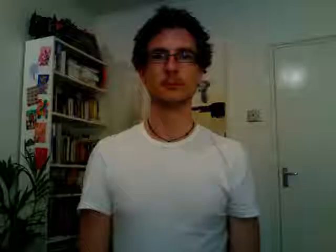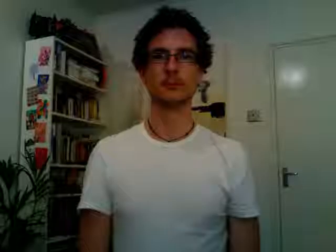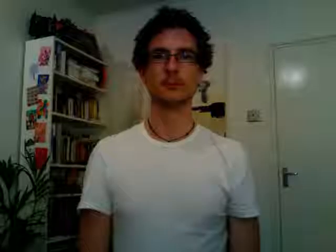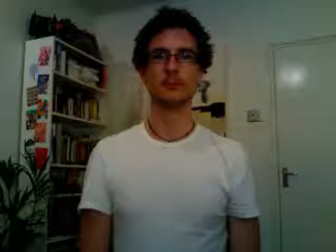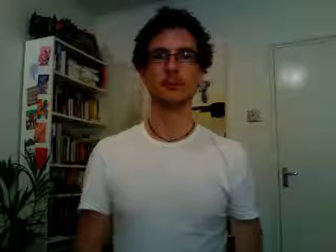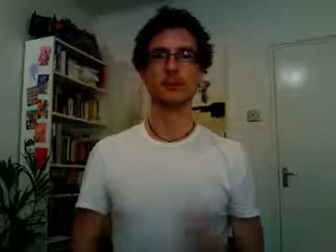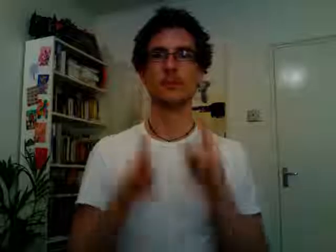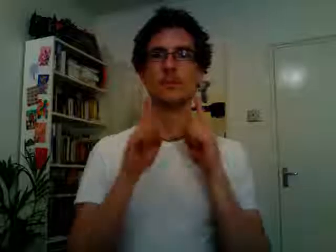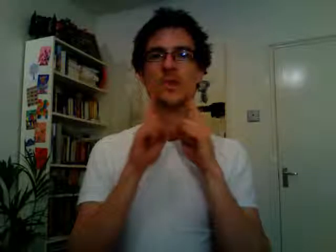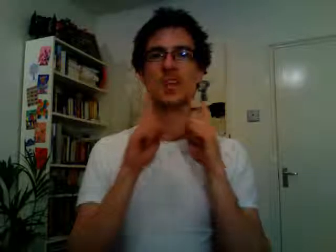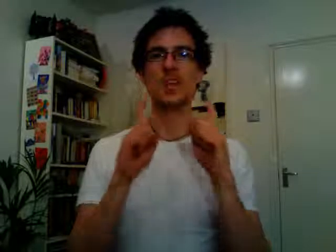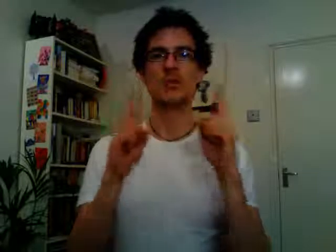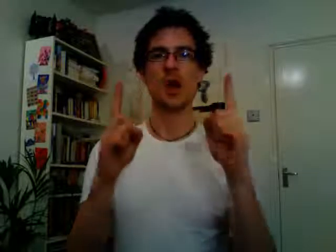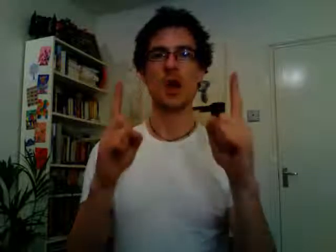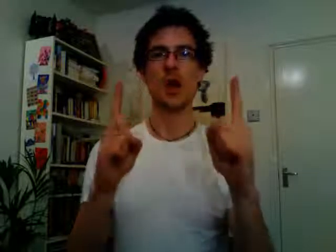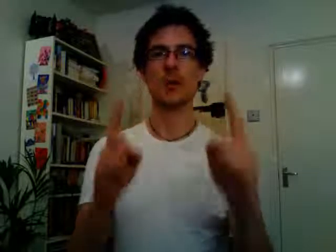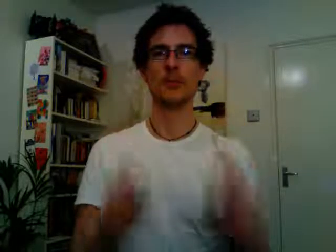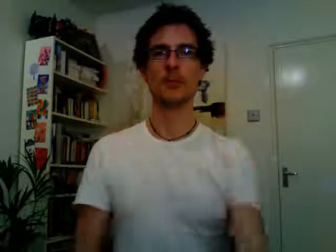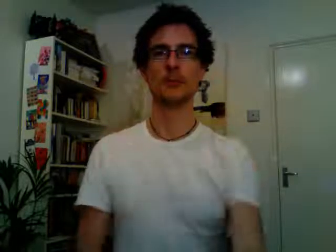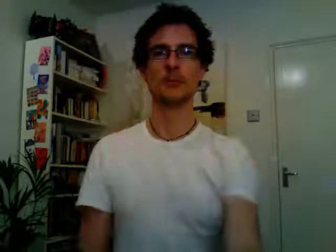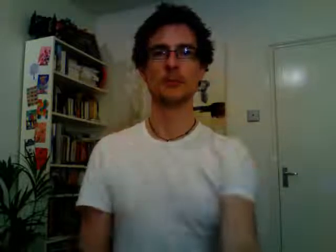teacher